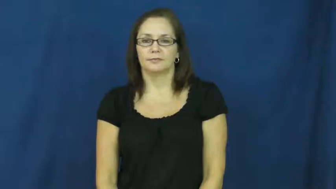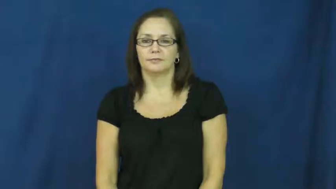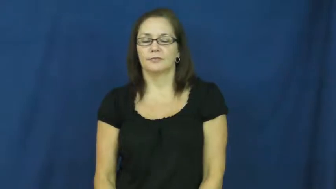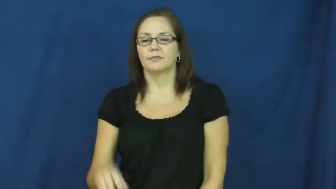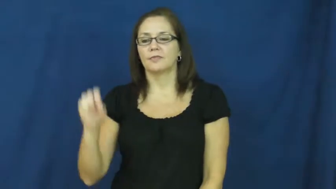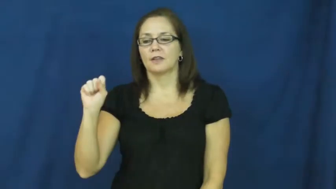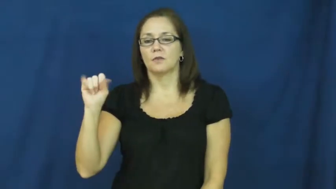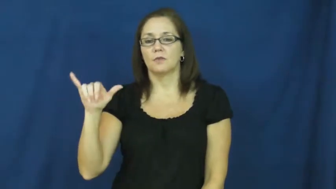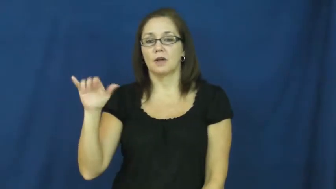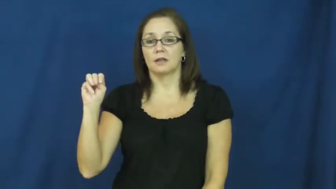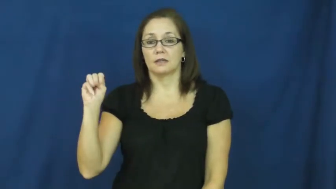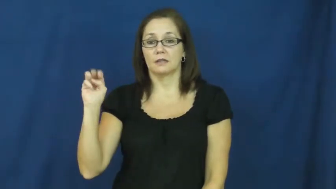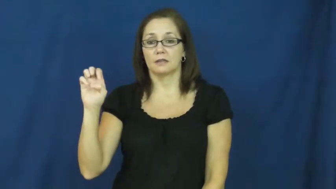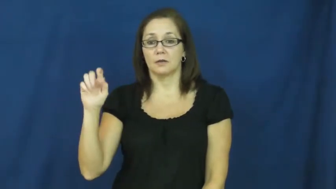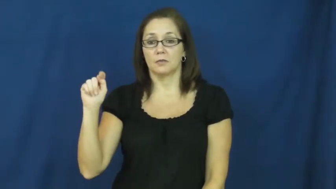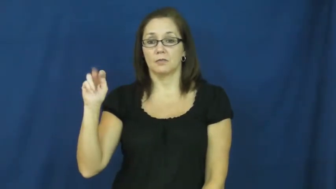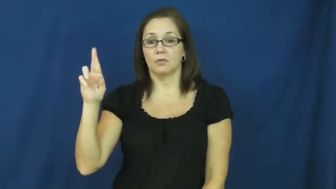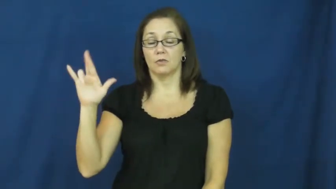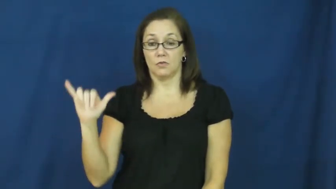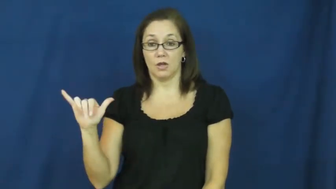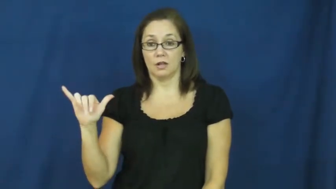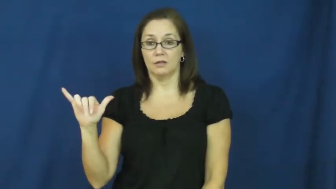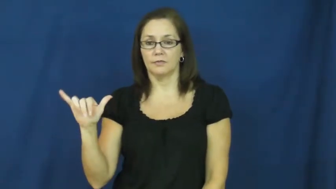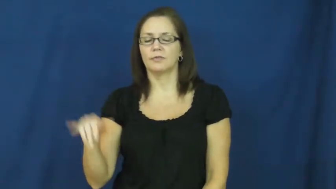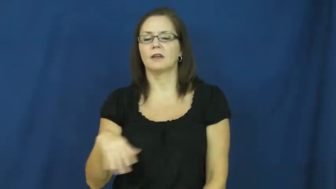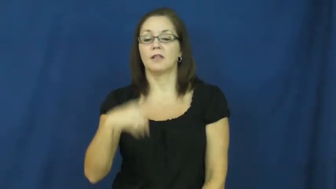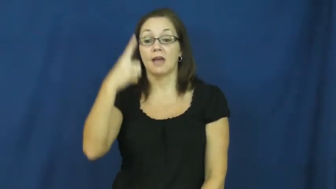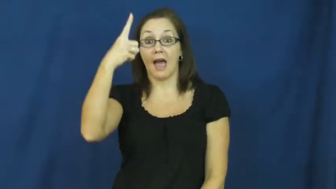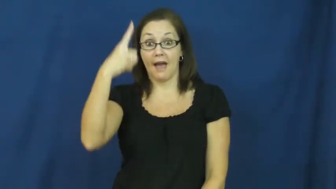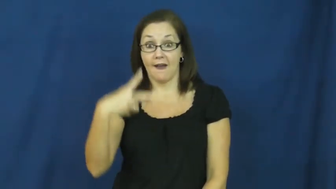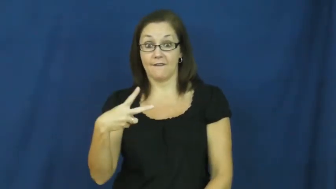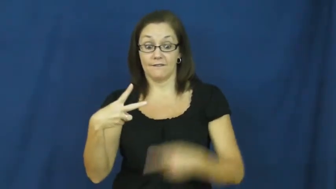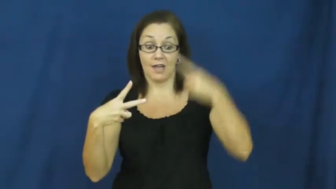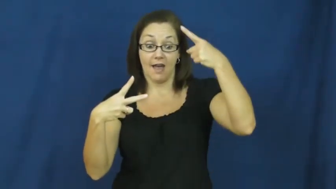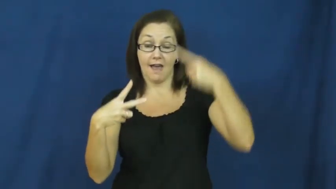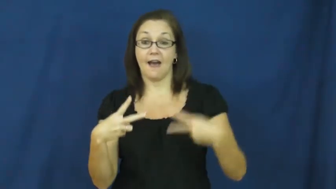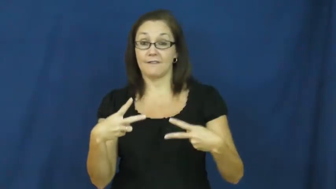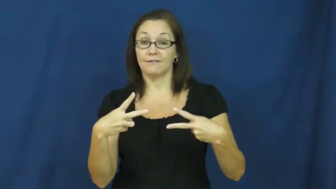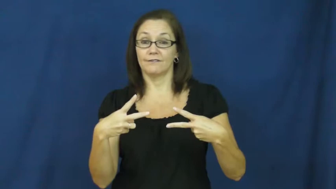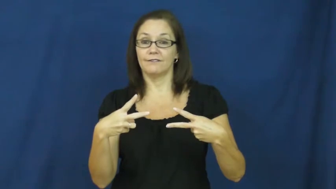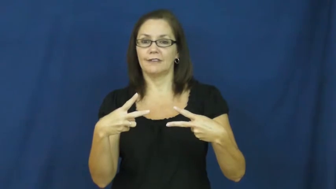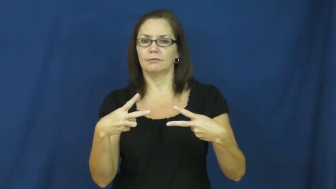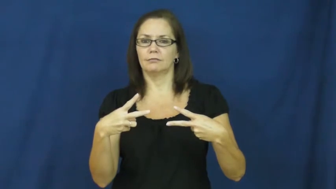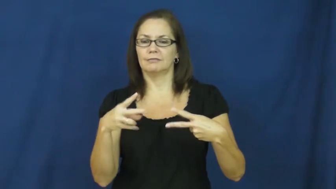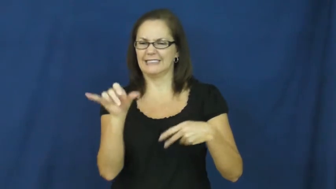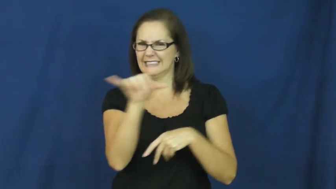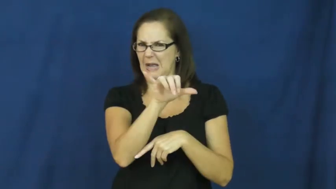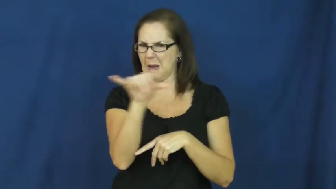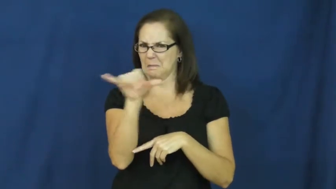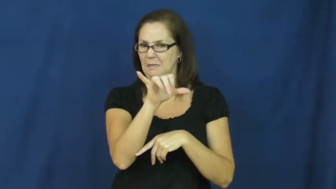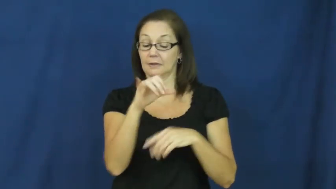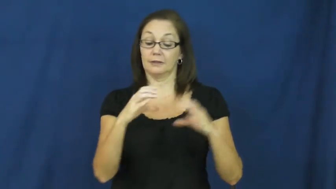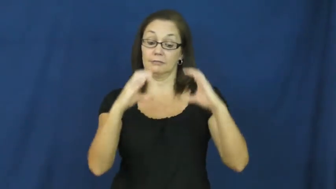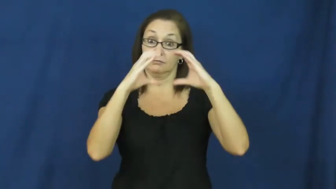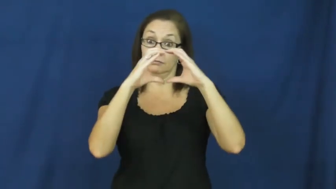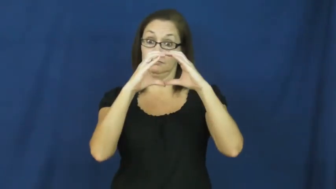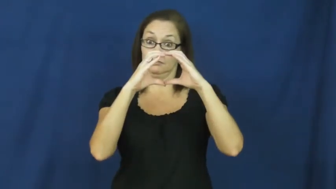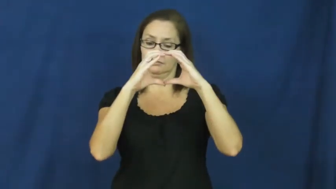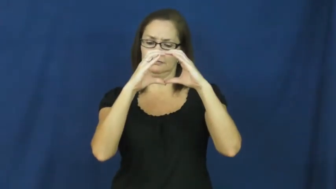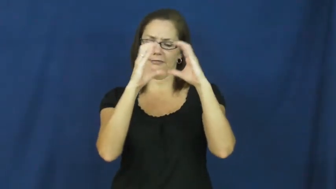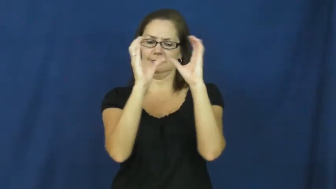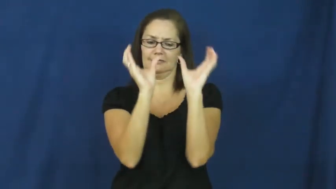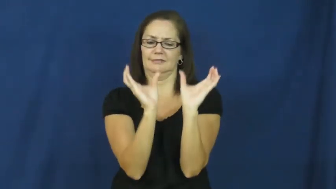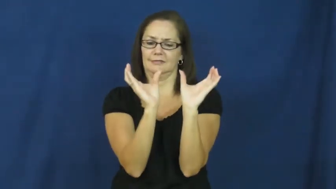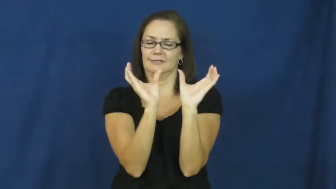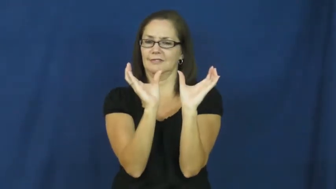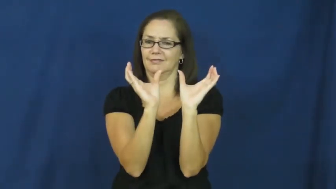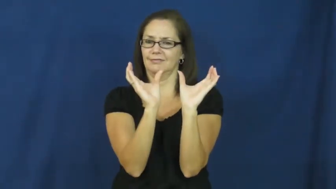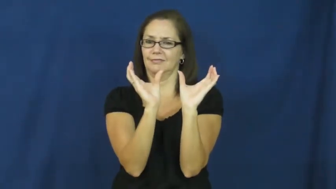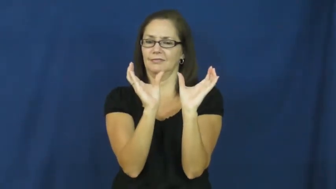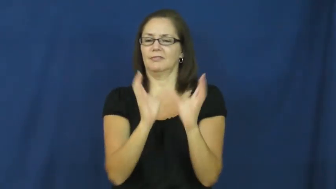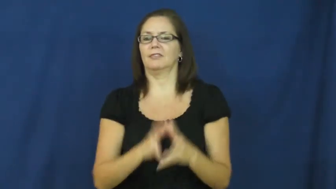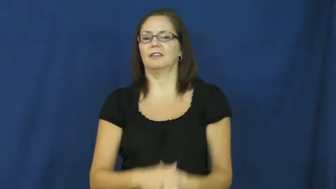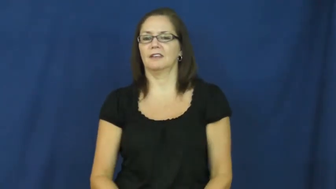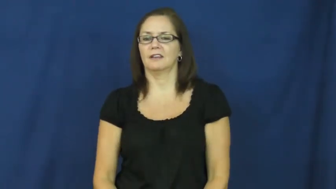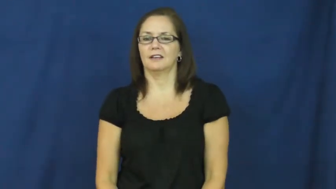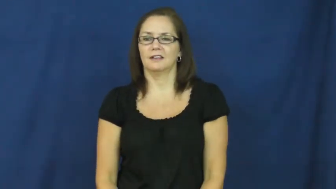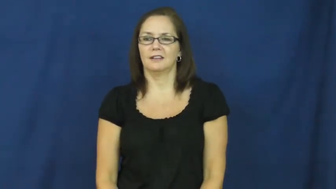symmetry